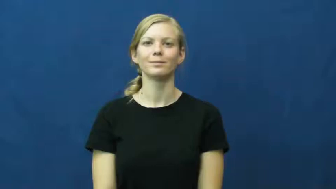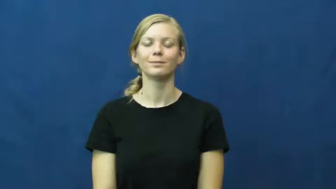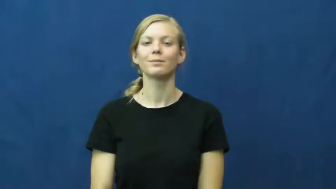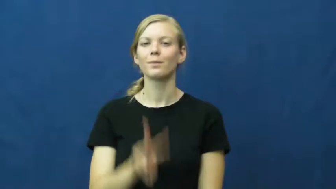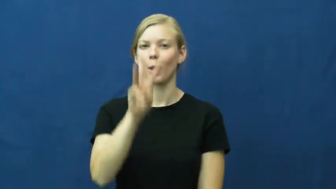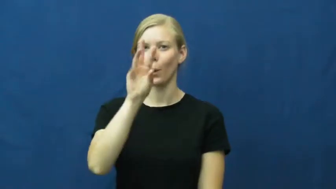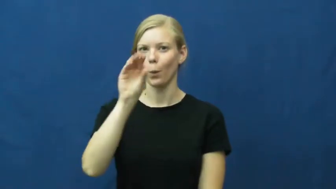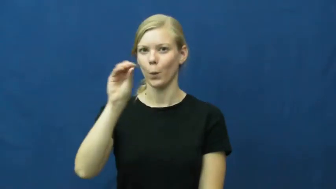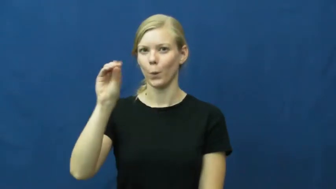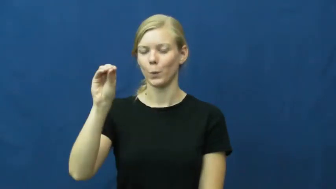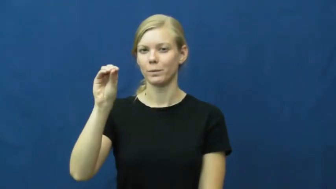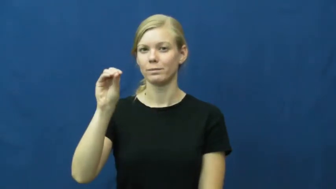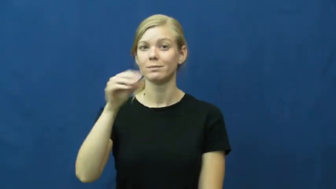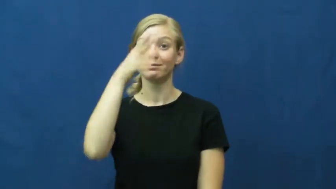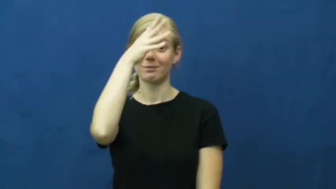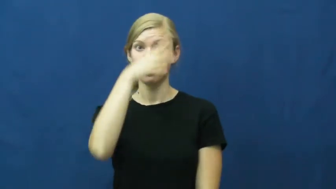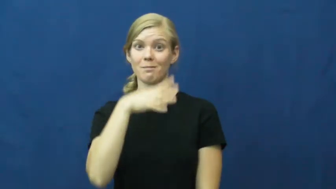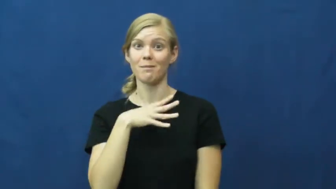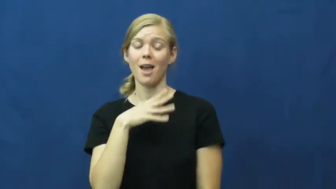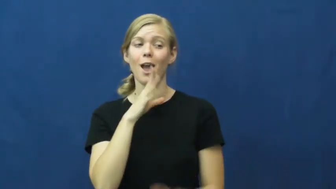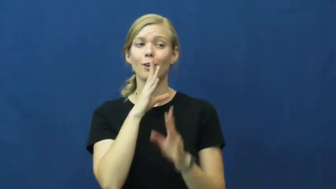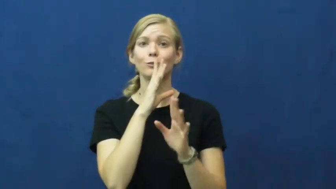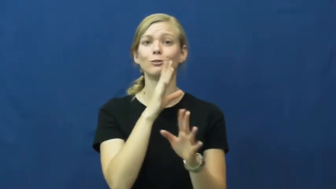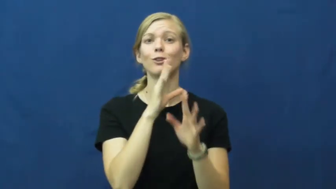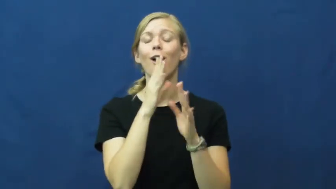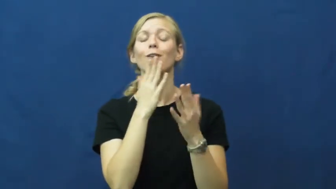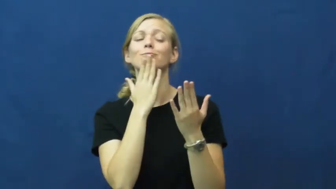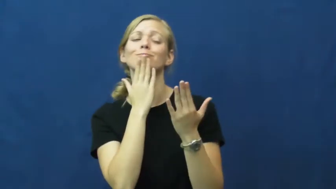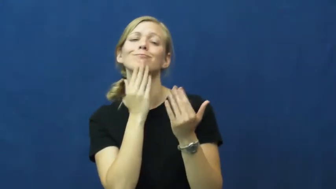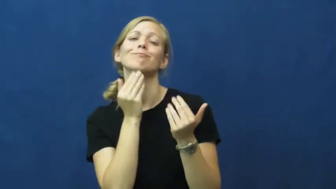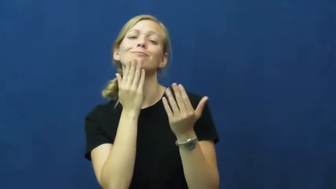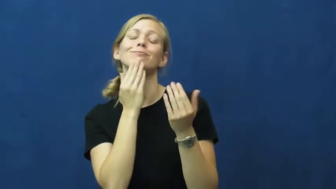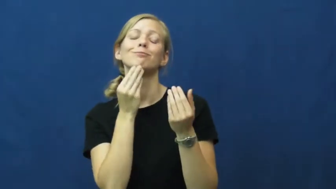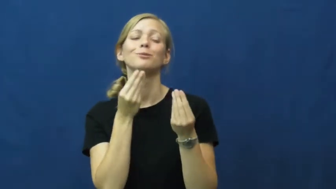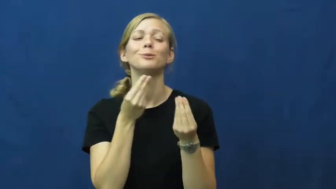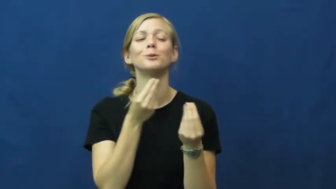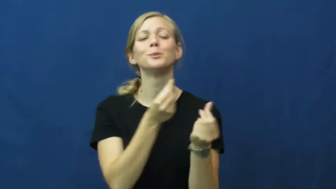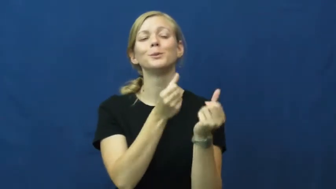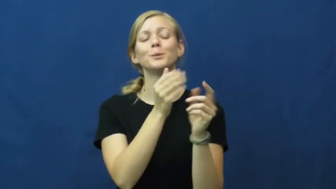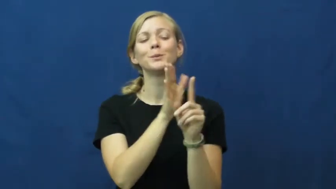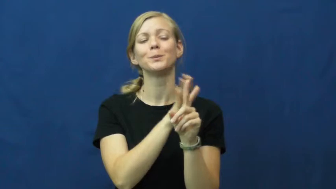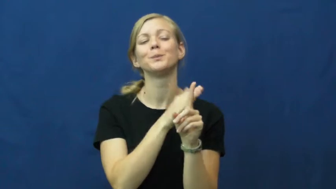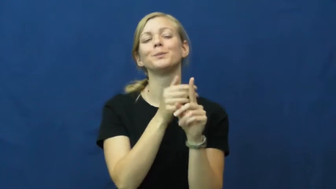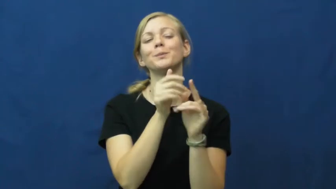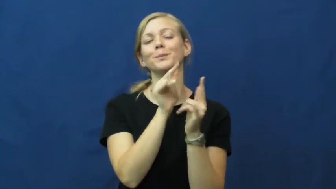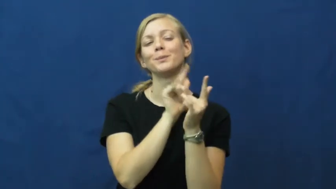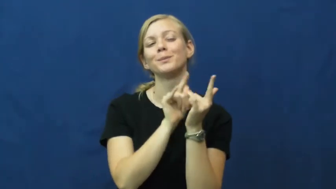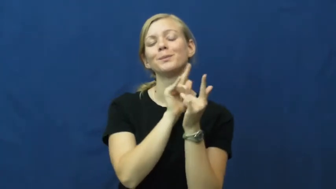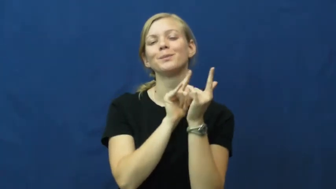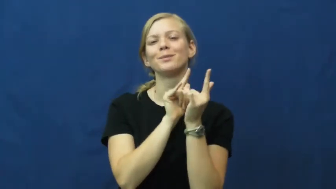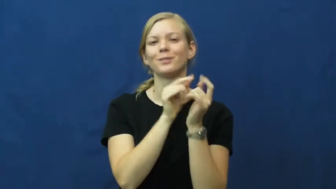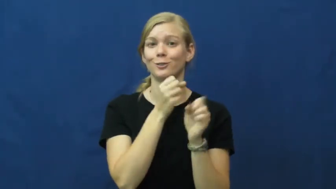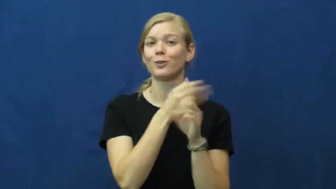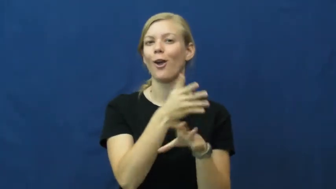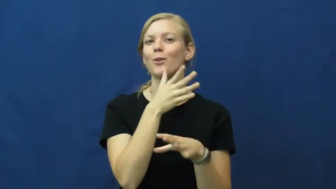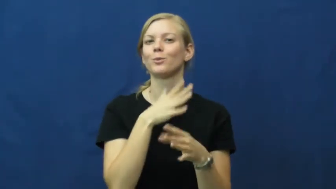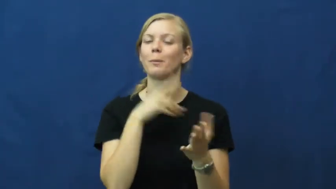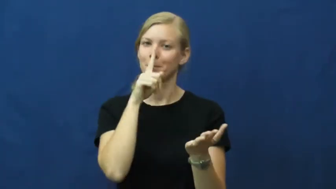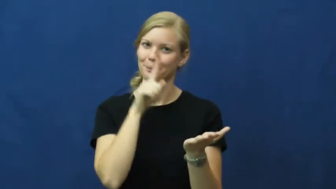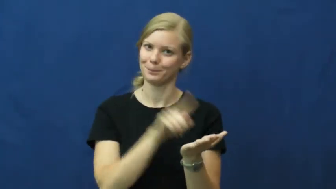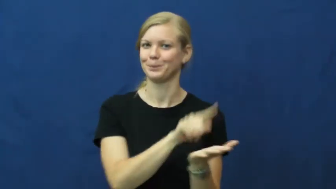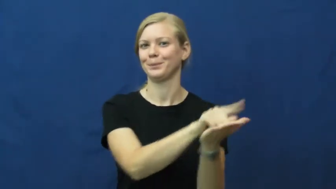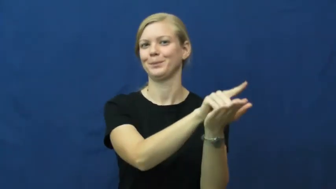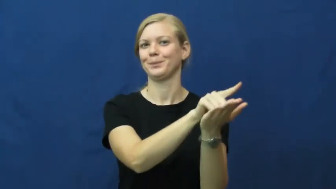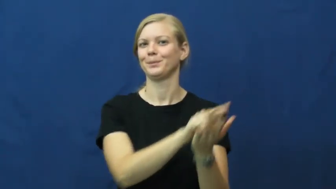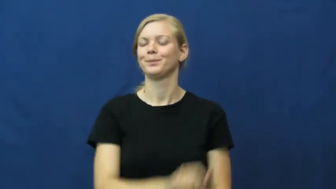woo